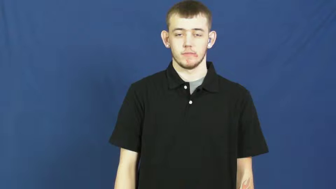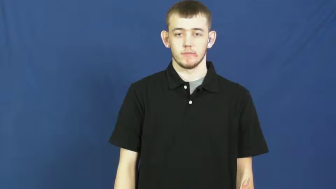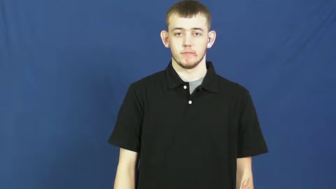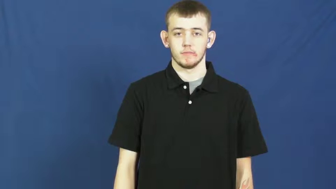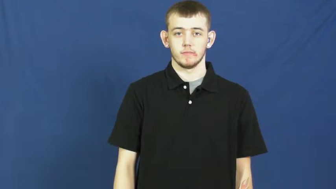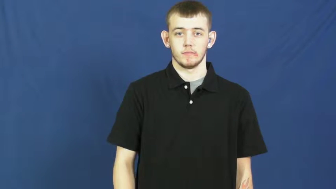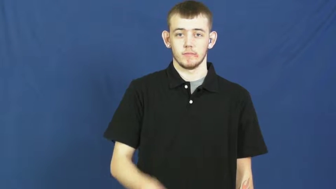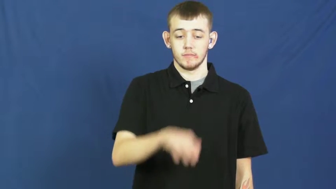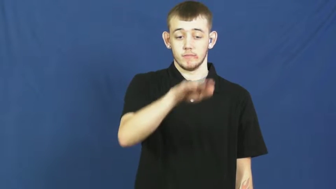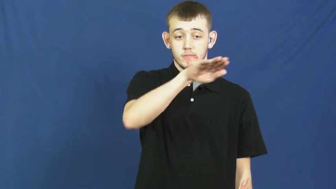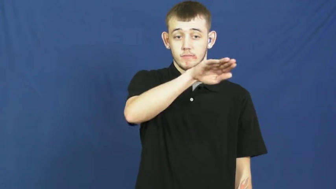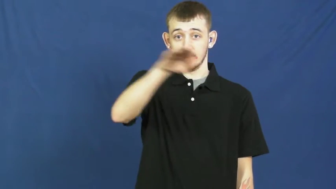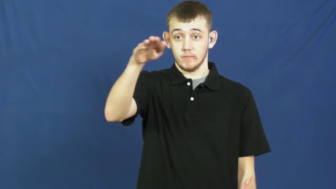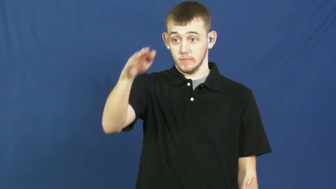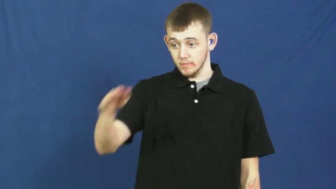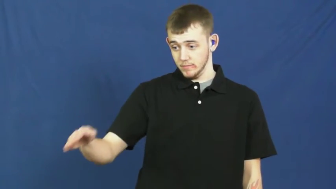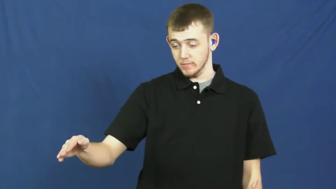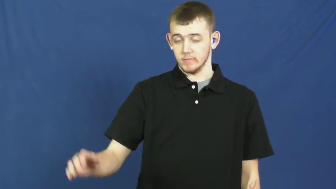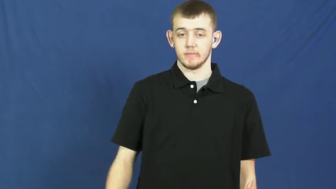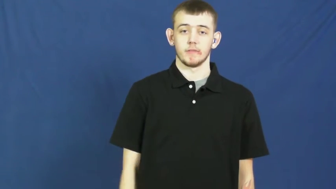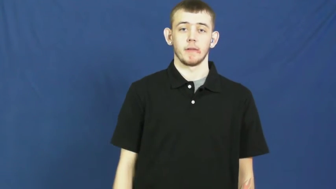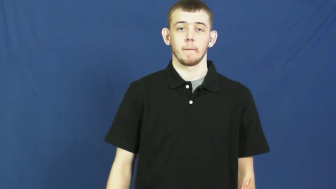slump